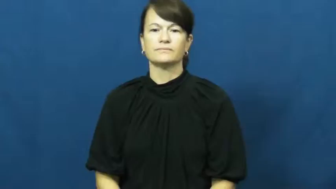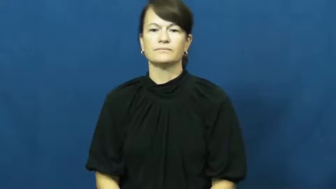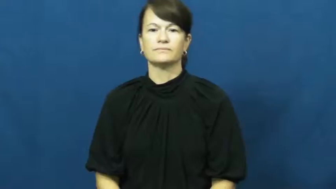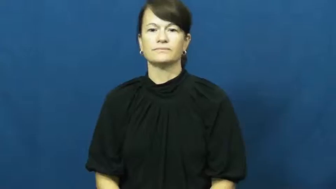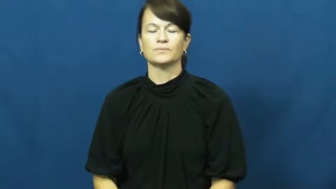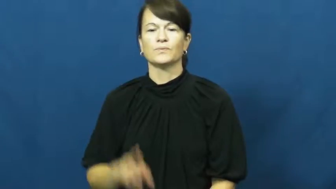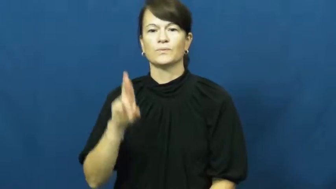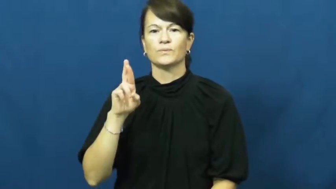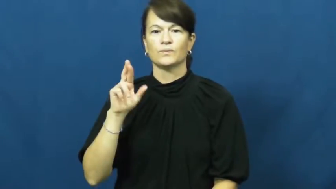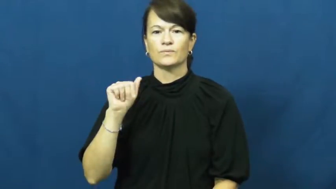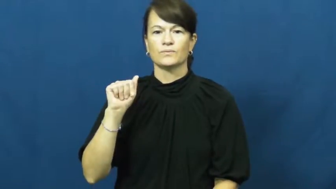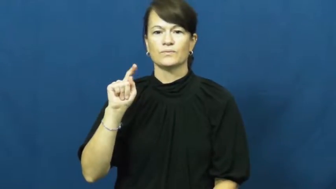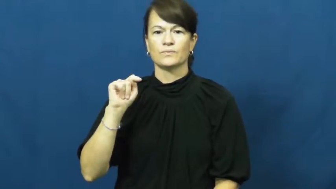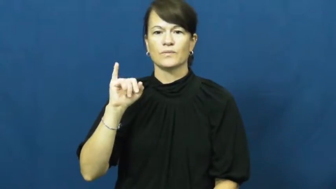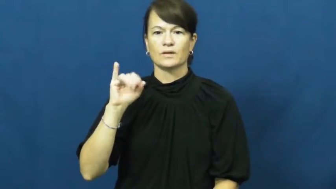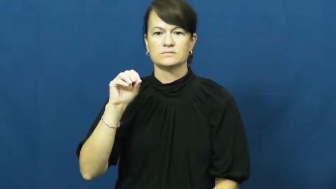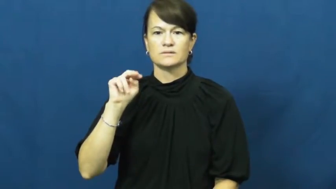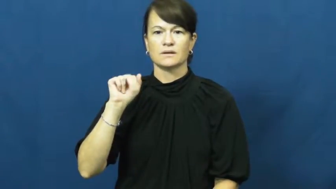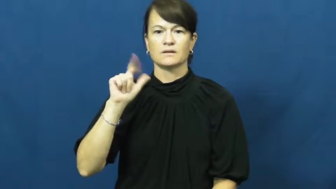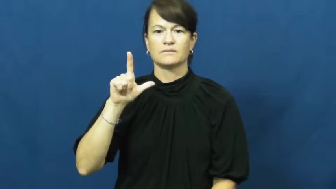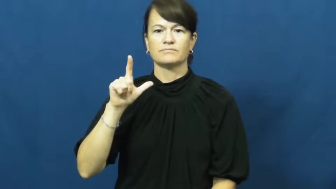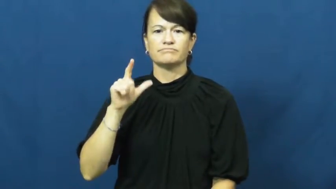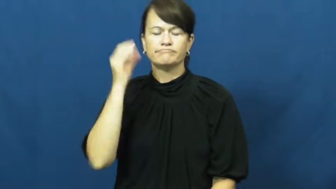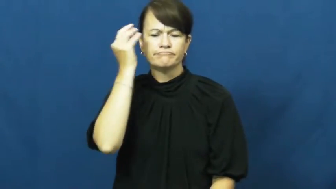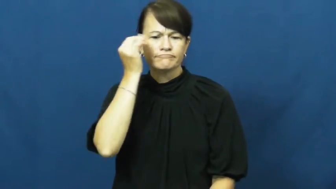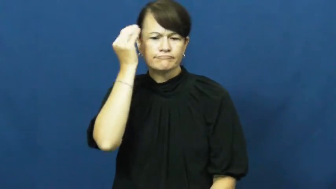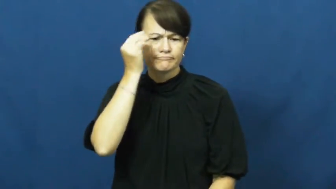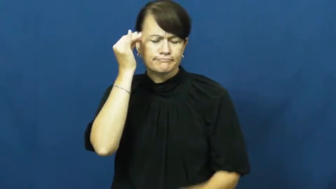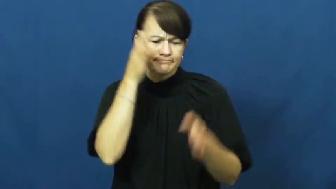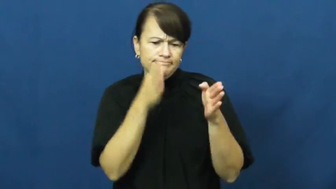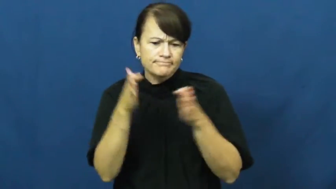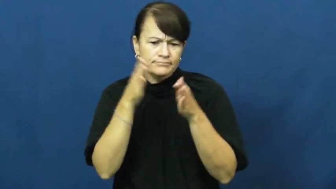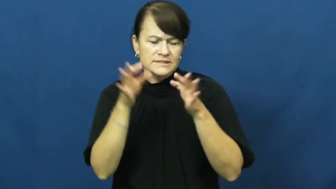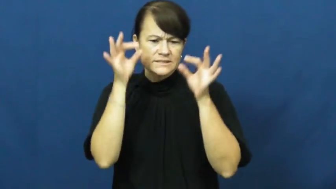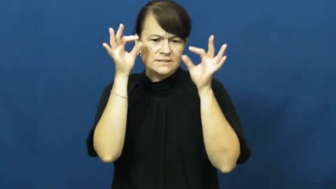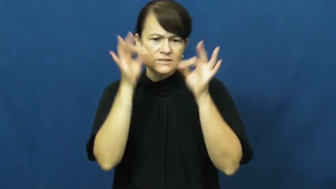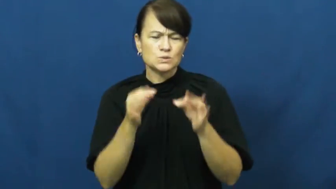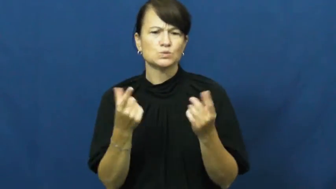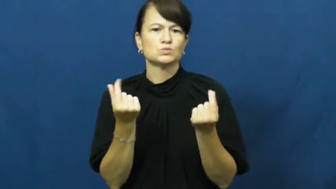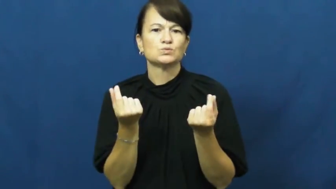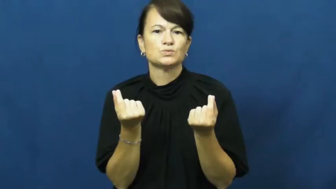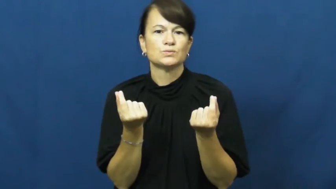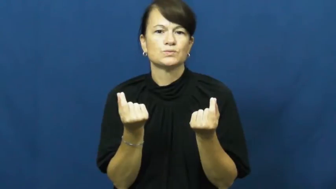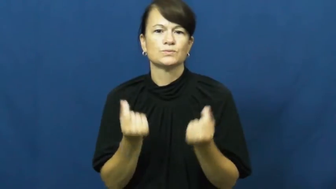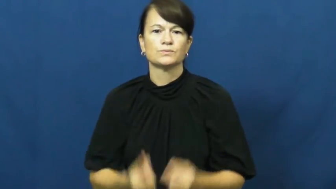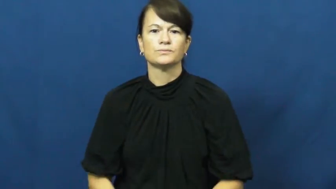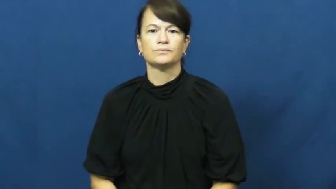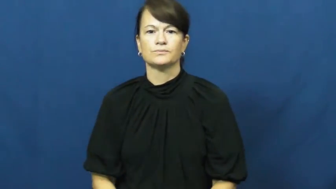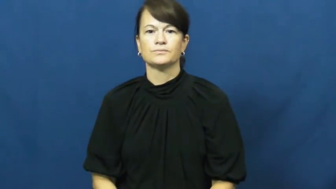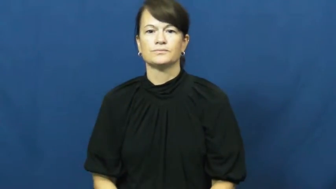rationale